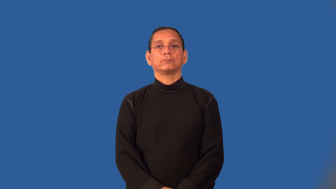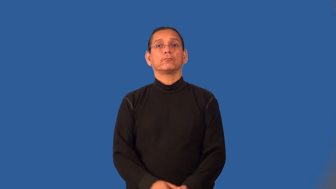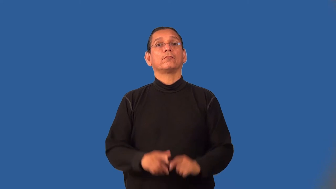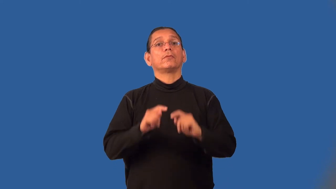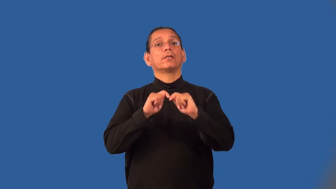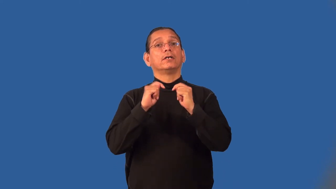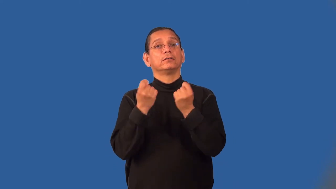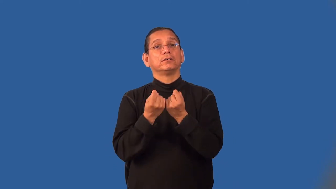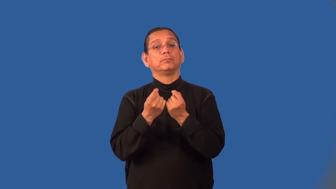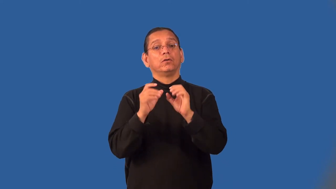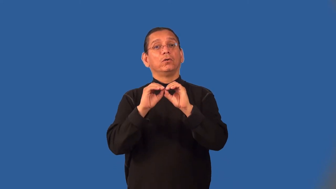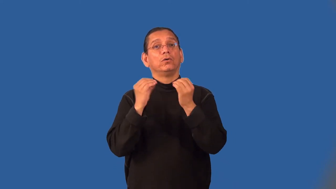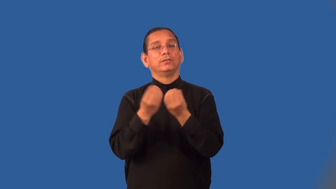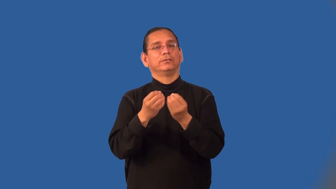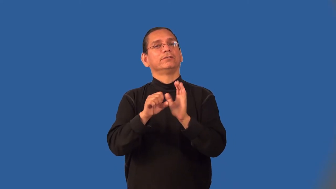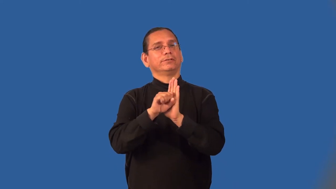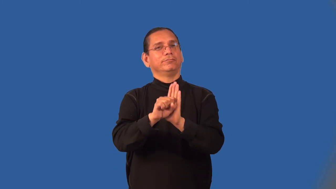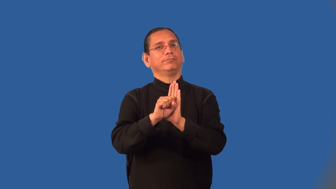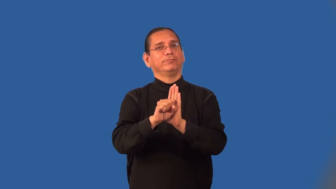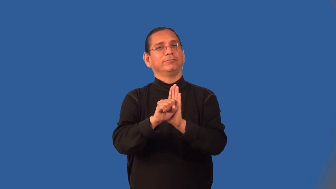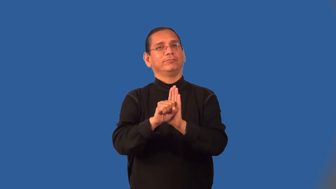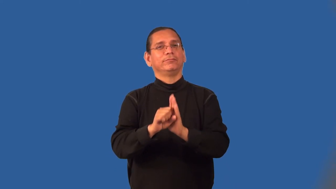mascot